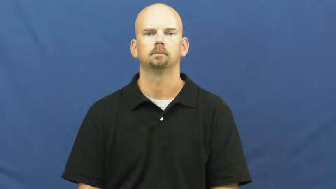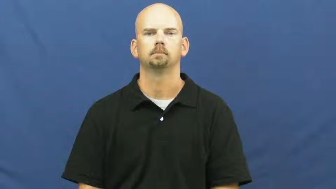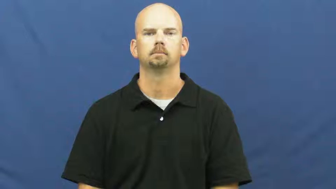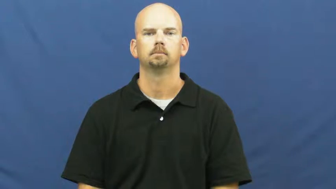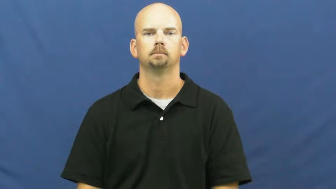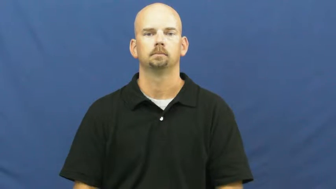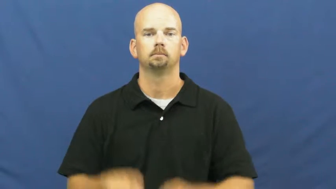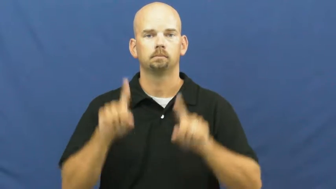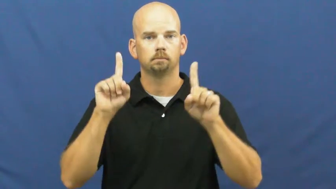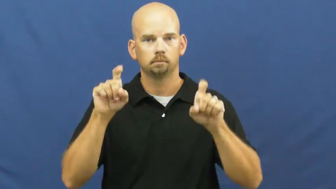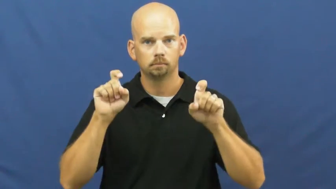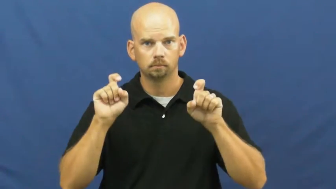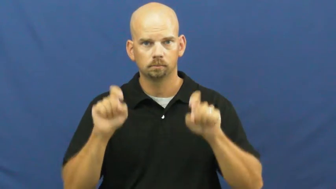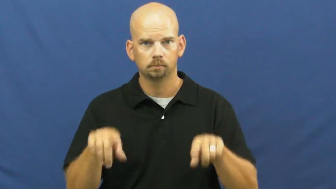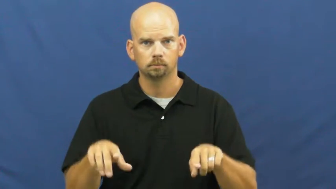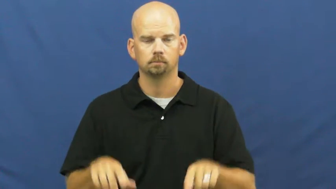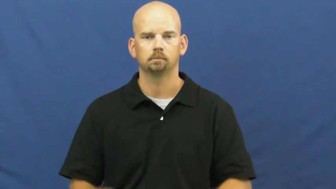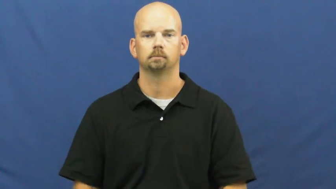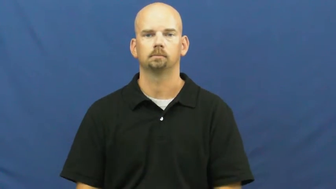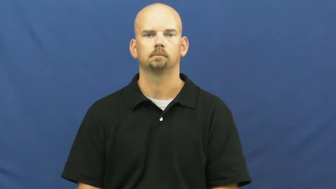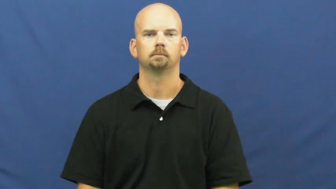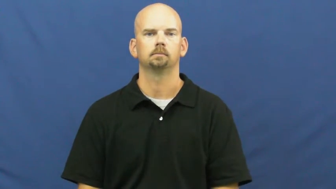exam